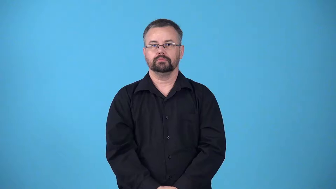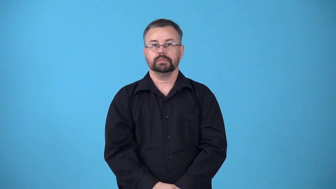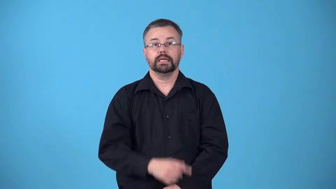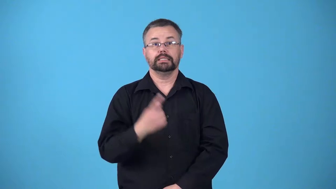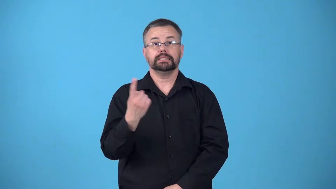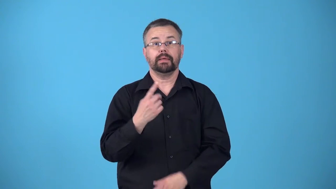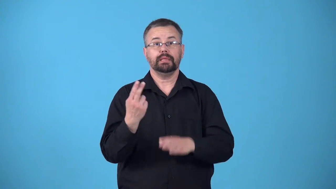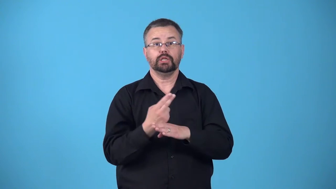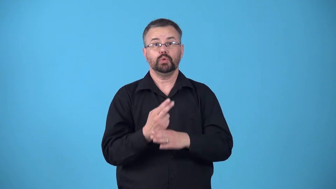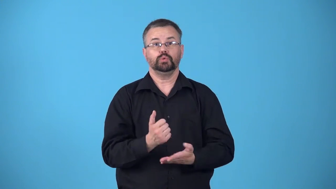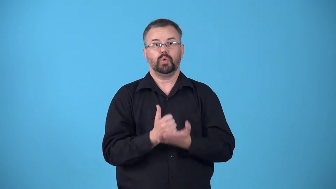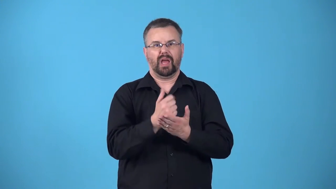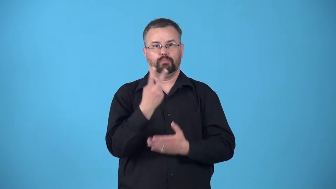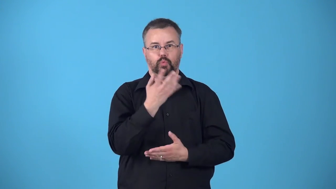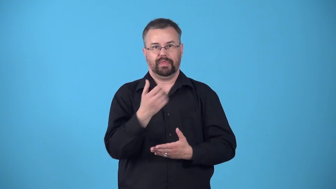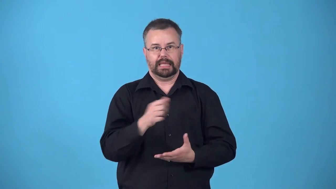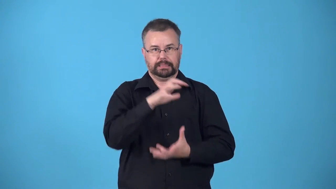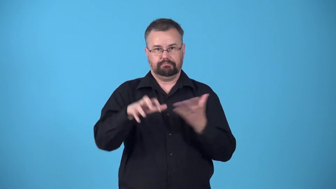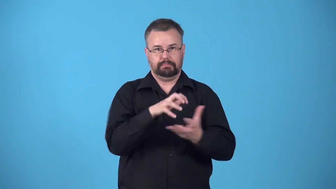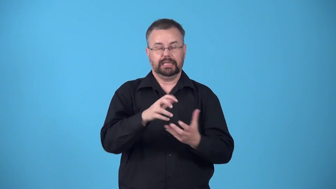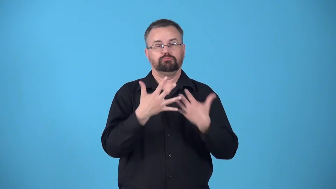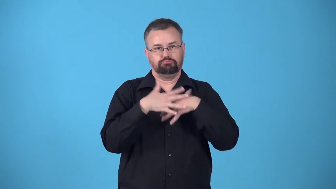binder-somethign that helps things mix and stay together